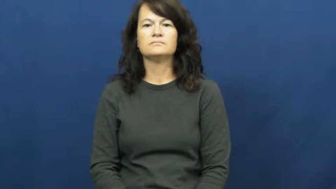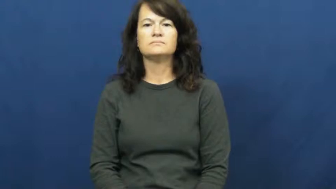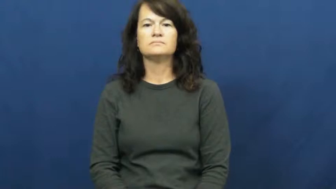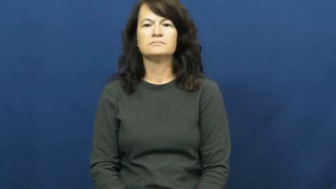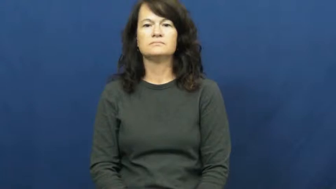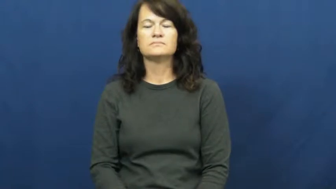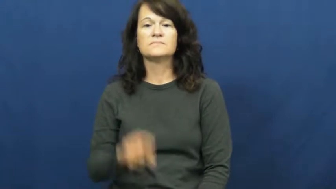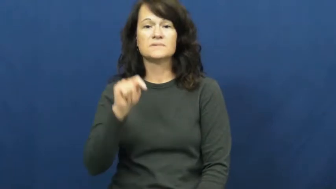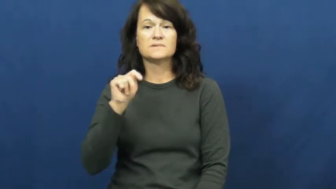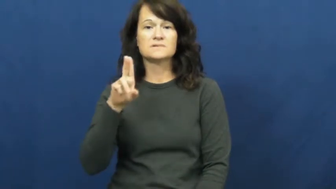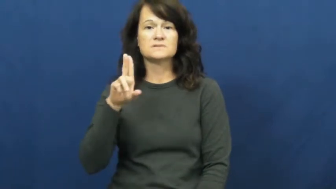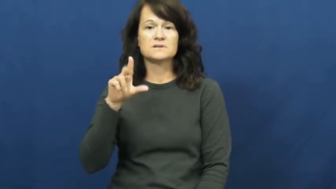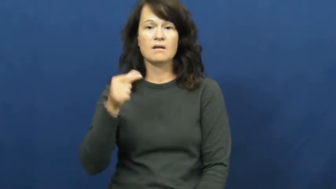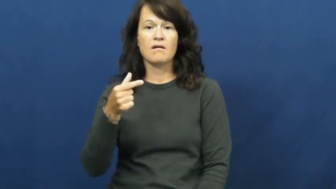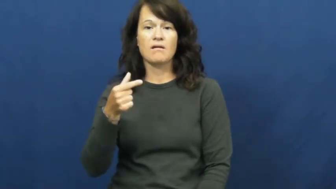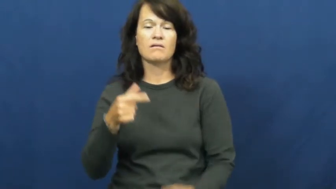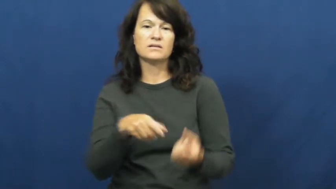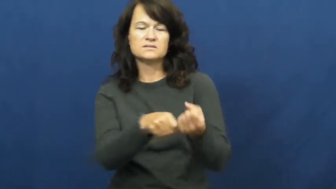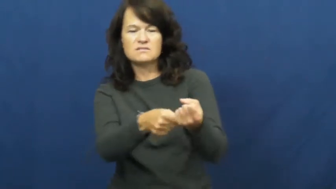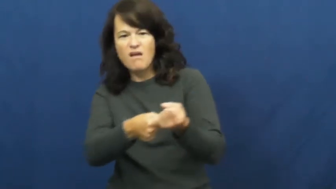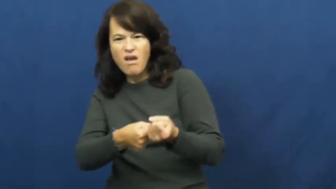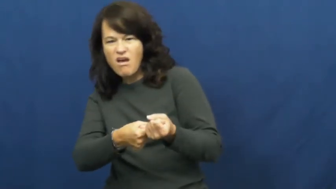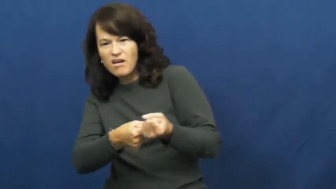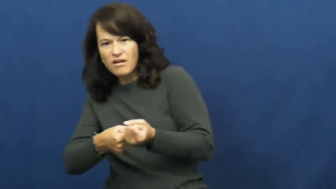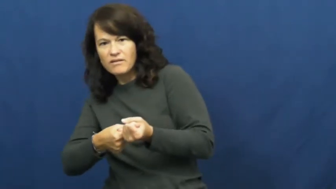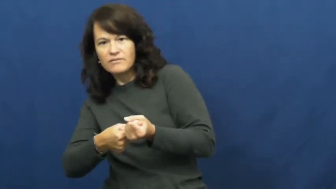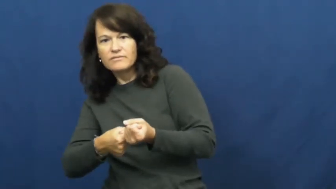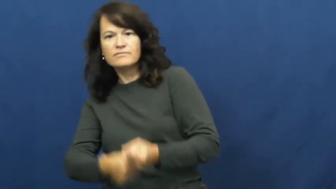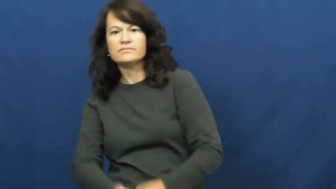tug,tug at,tug on